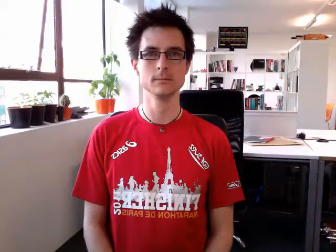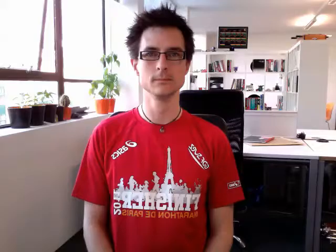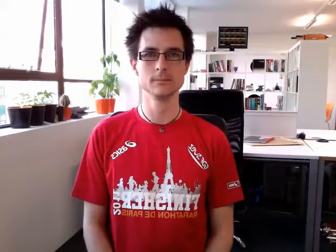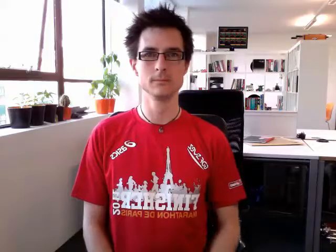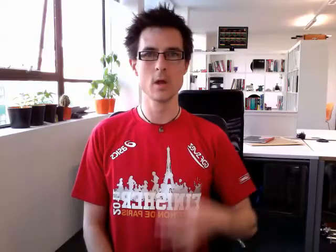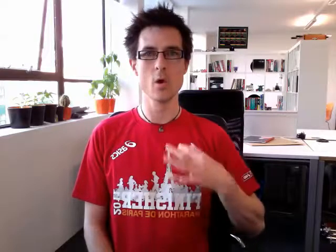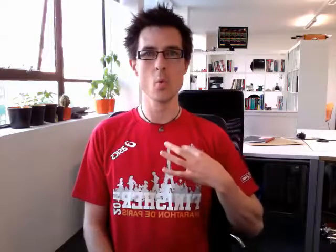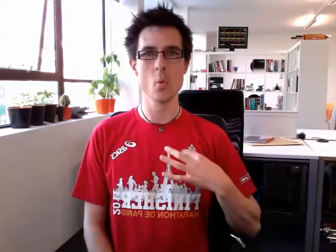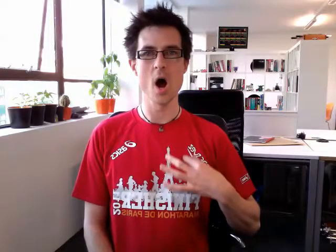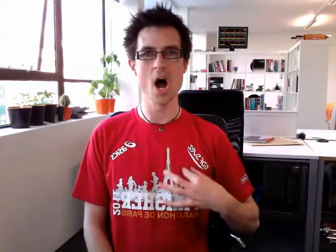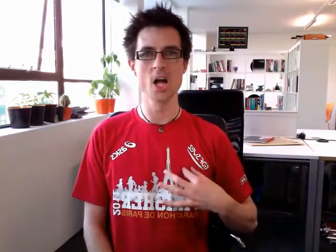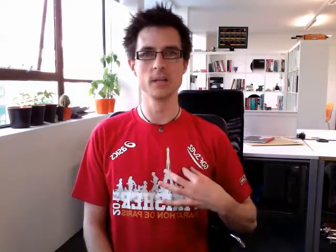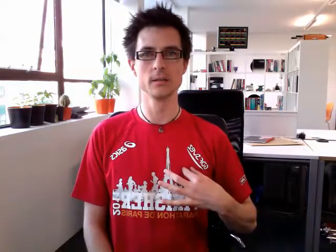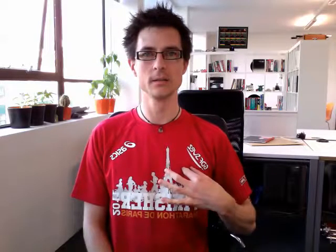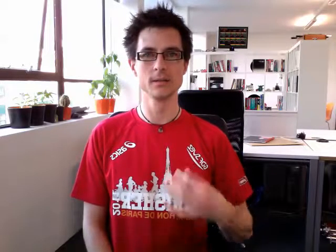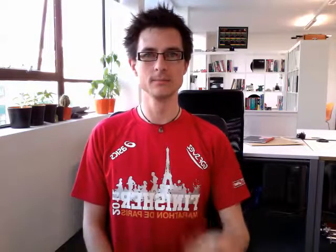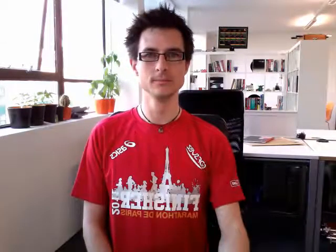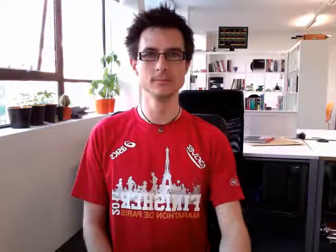white